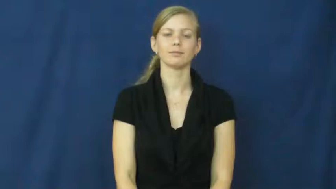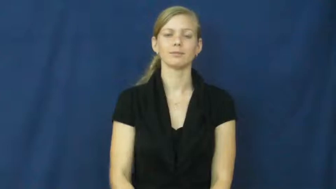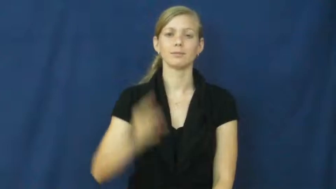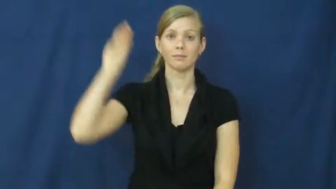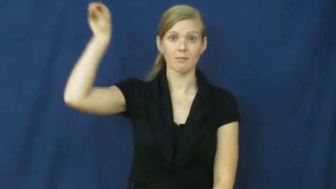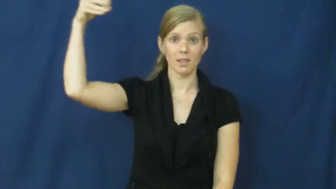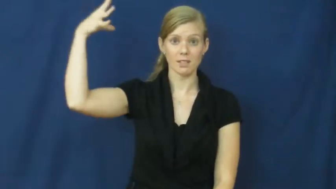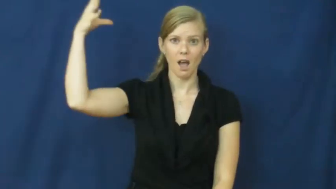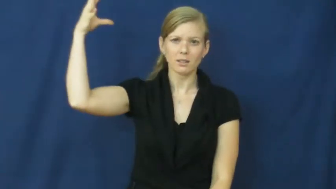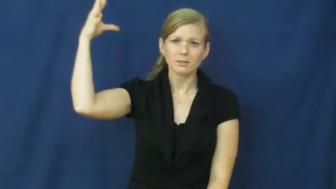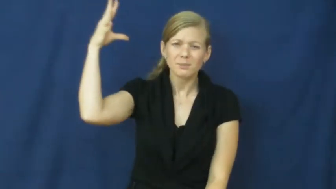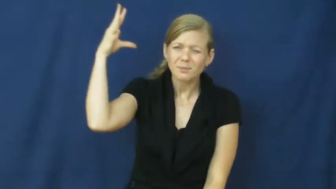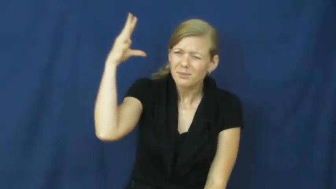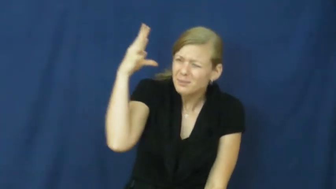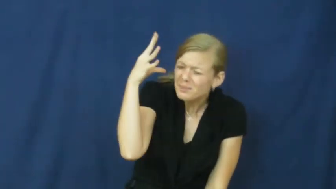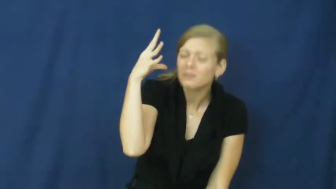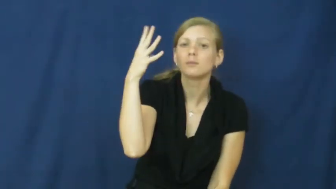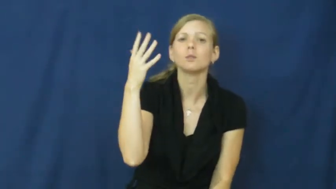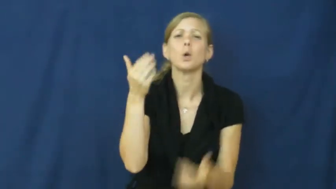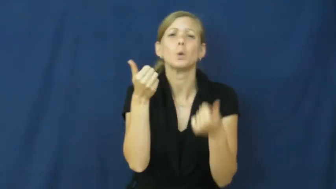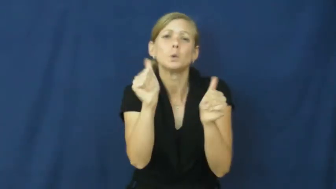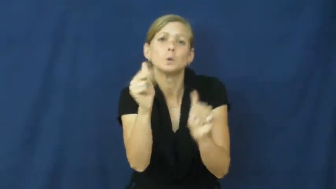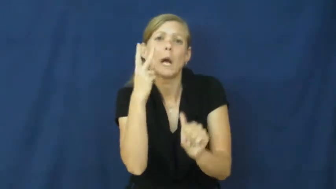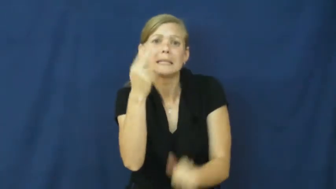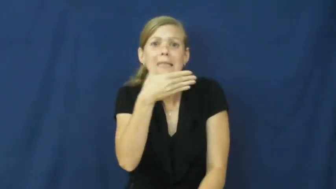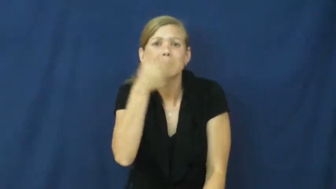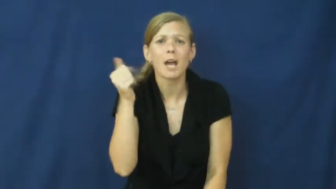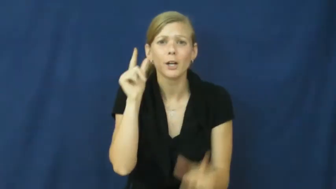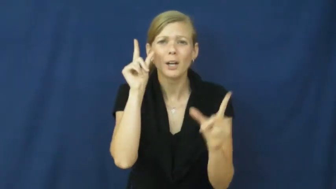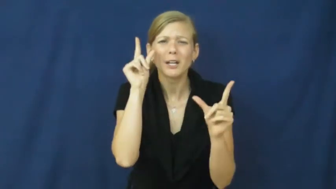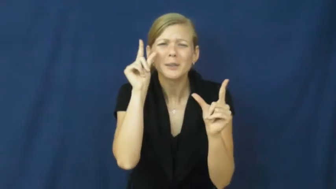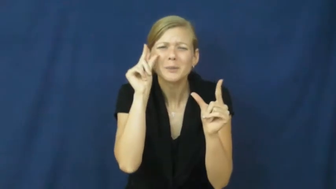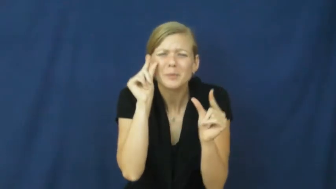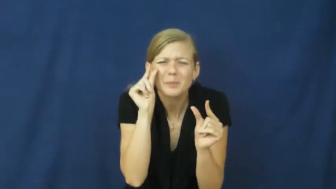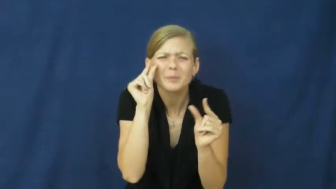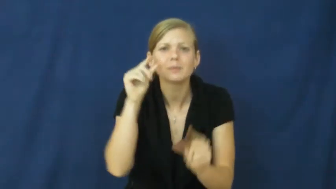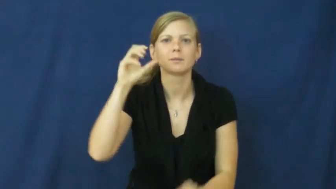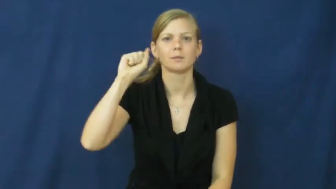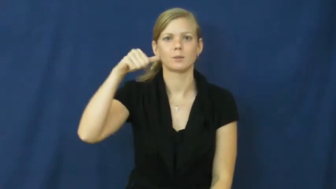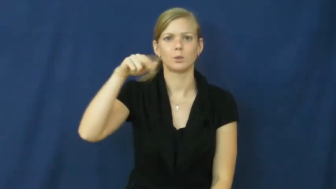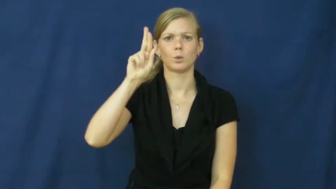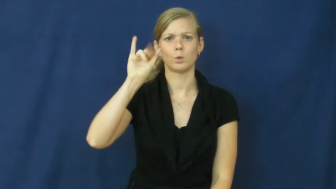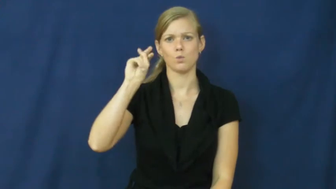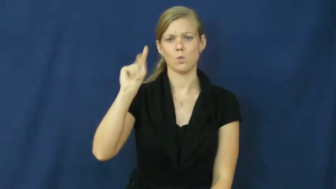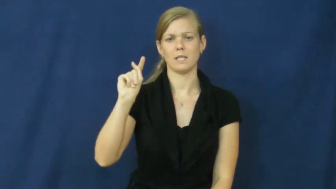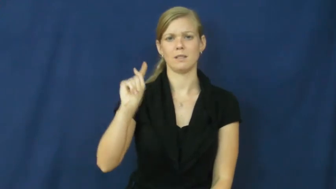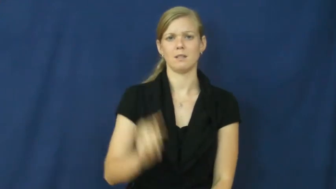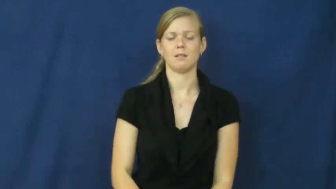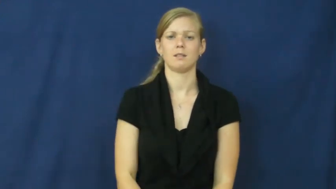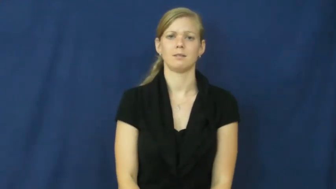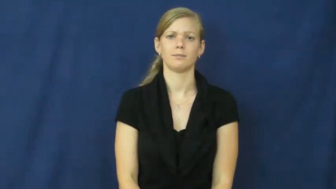squint,squint at